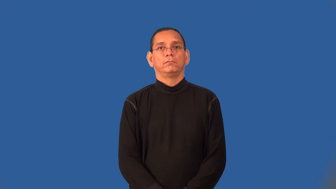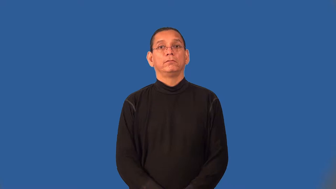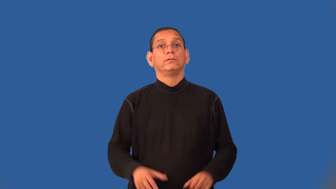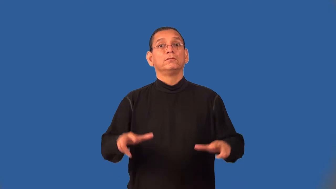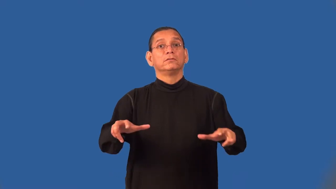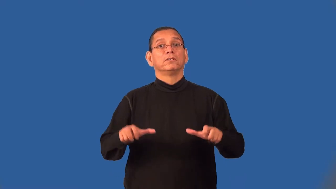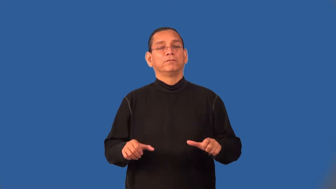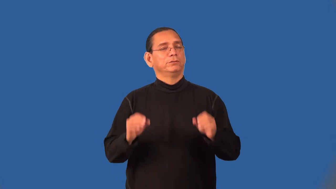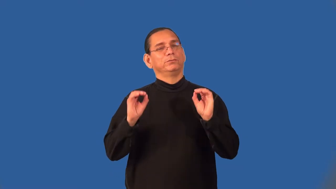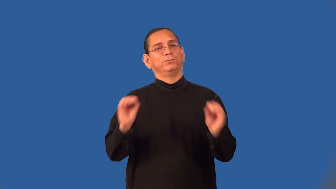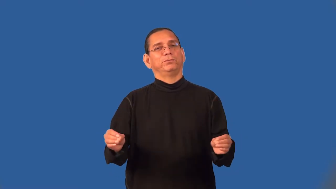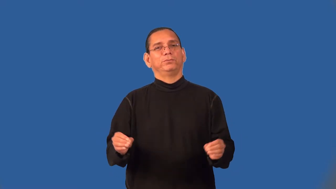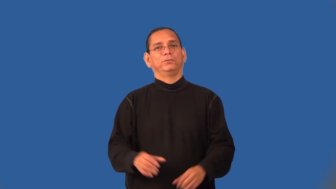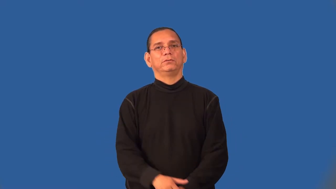selfless